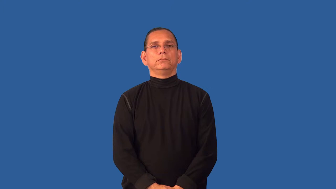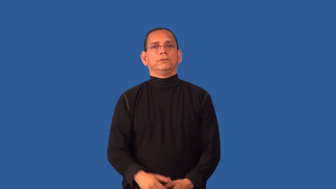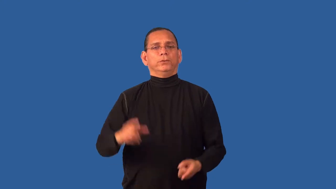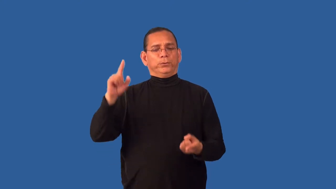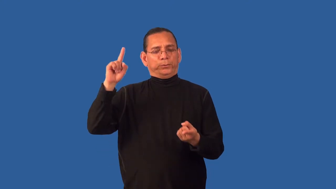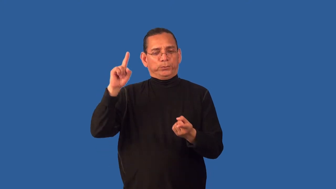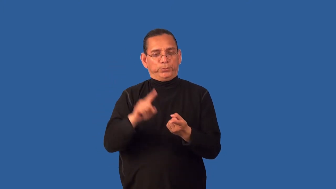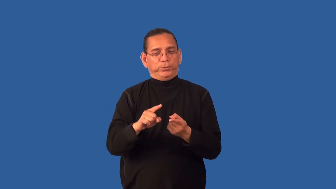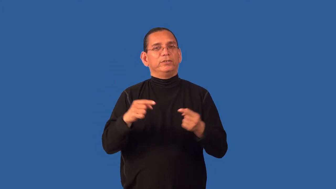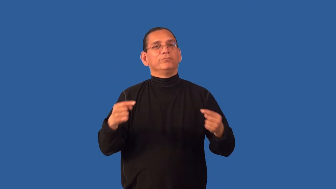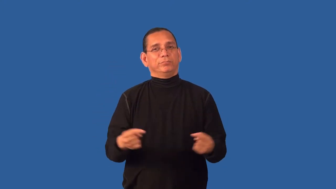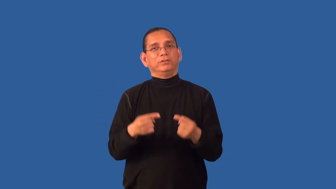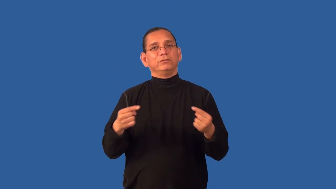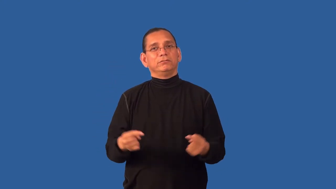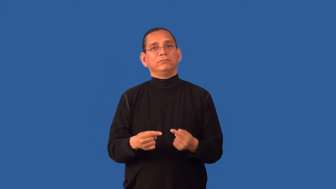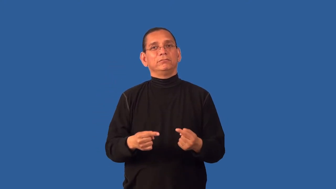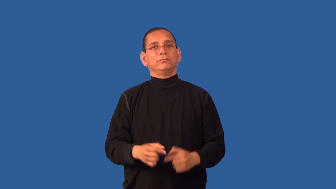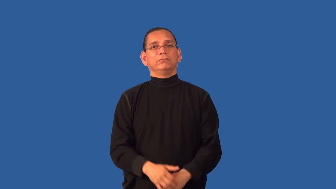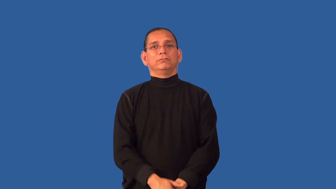deaden-pain